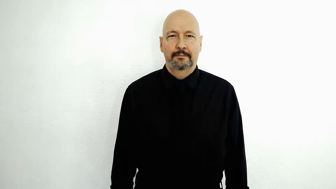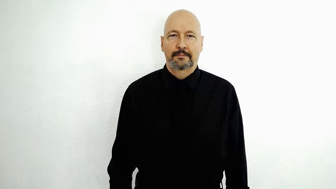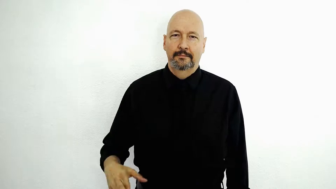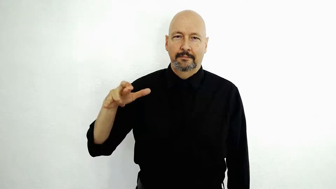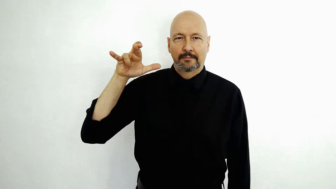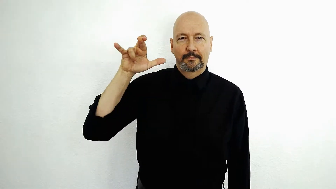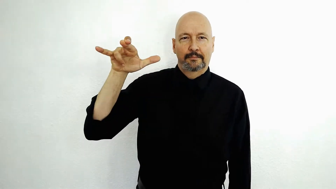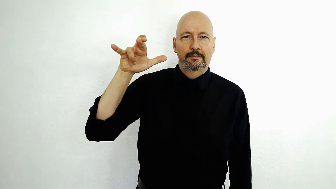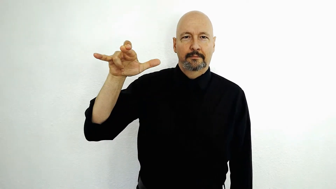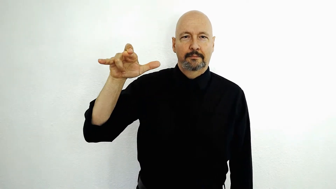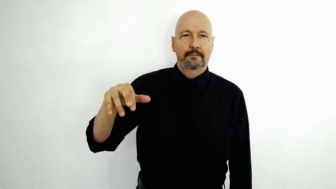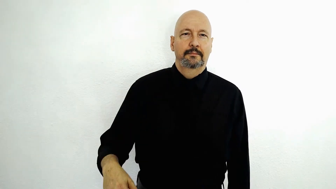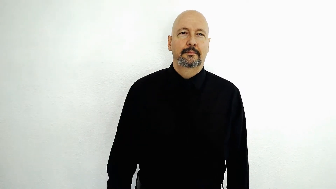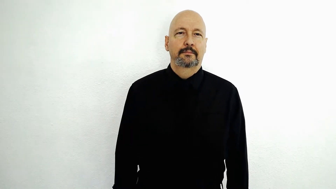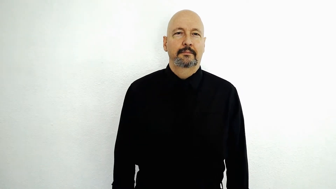jet / powerful aerial device / "Reaper" military drone / "the Concord" jet / fighter jet